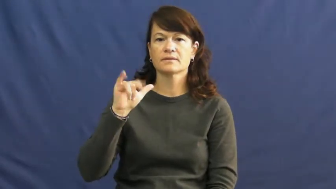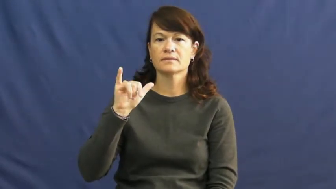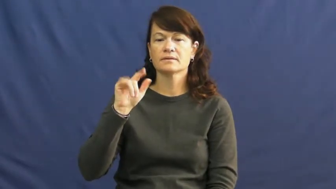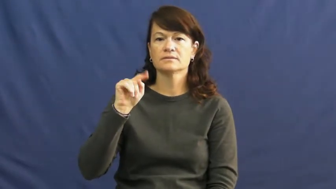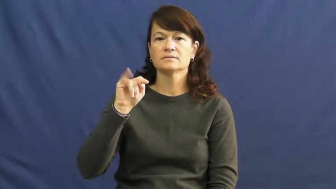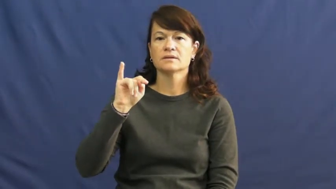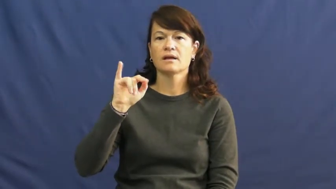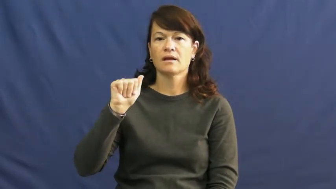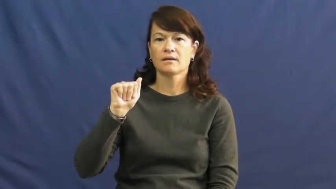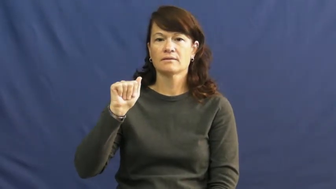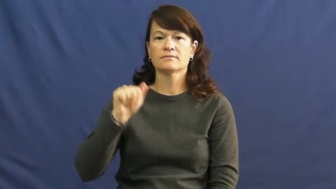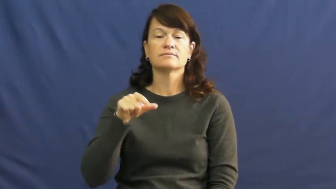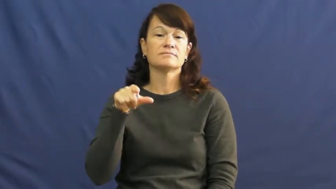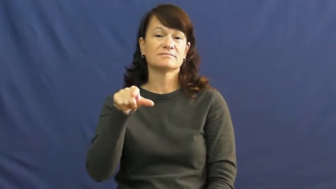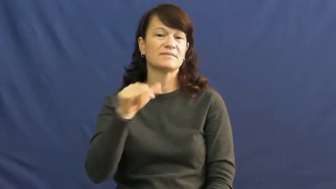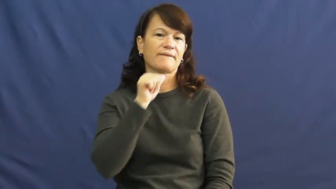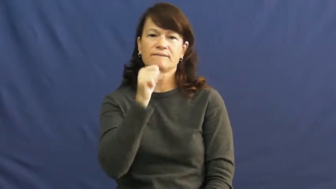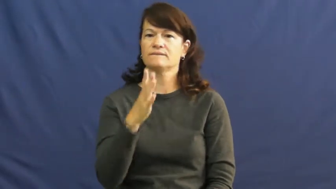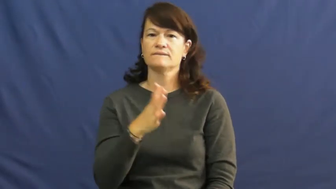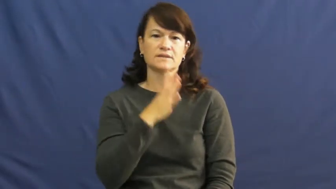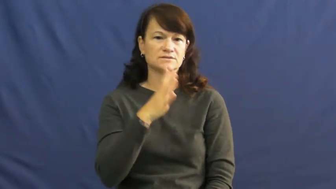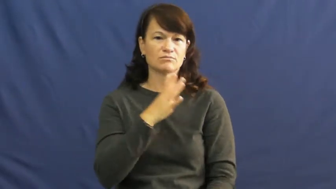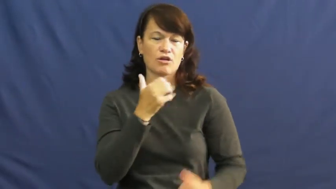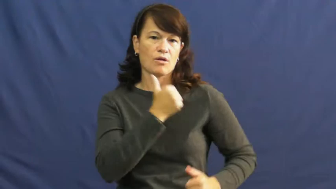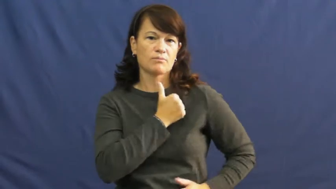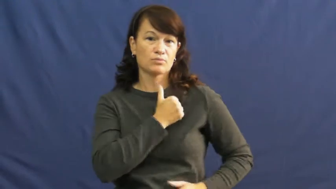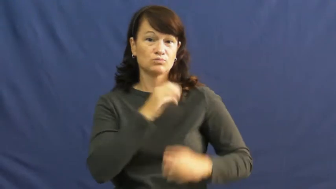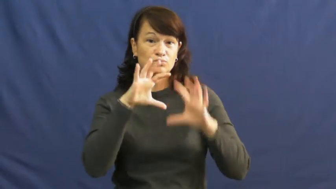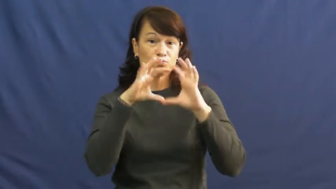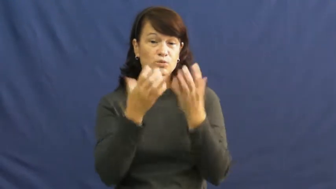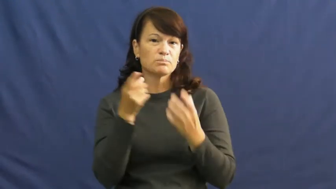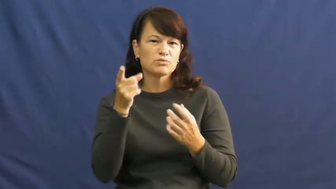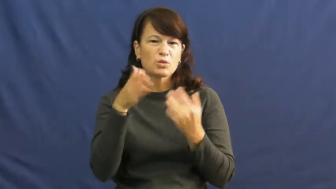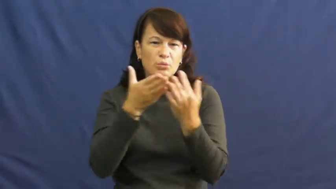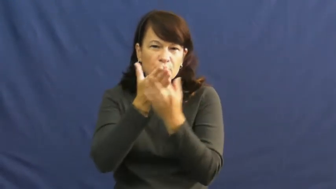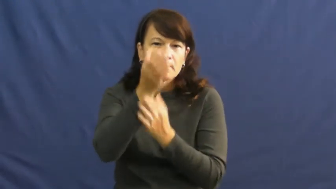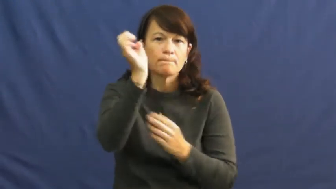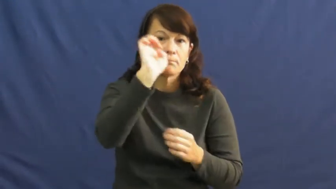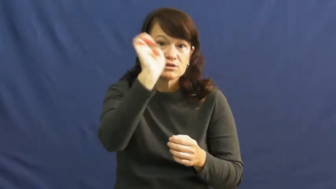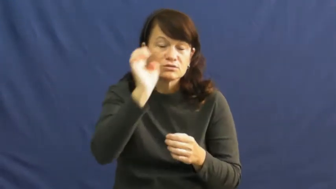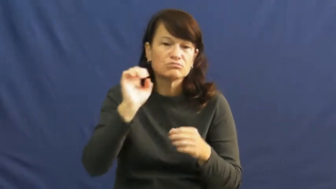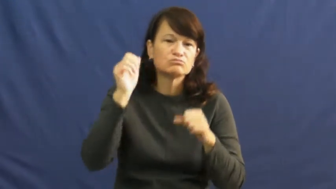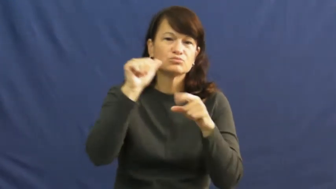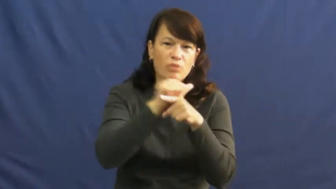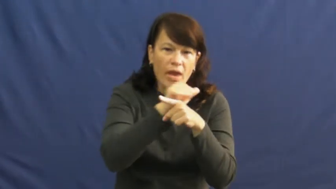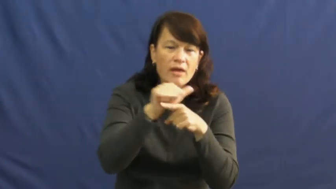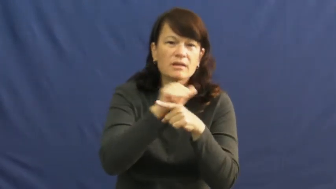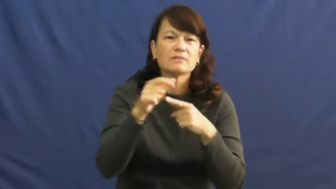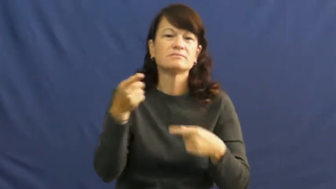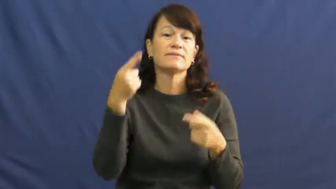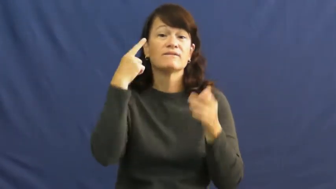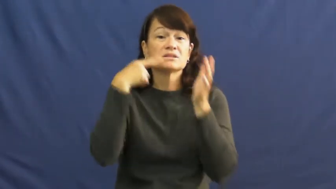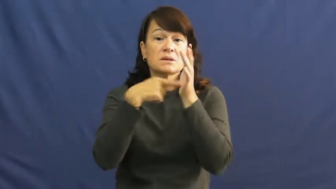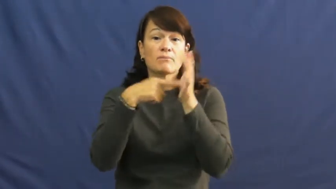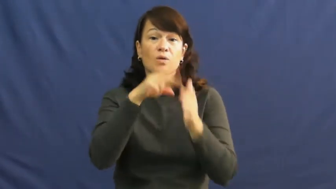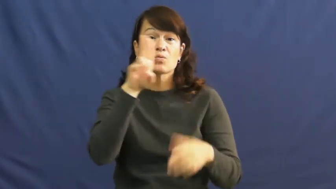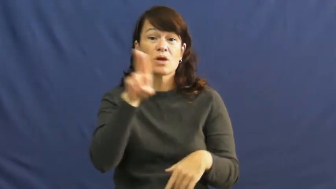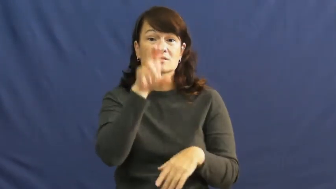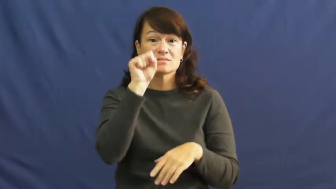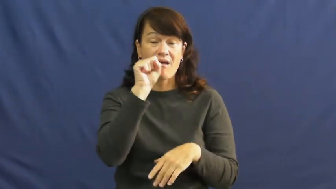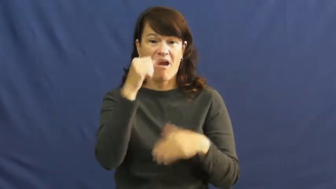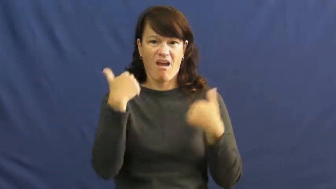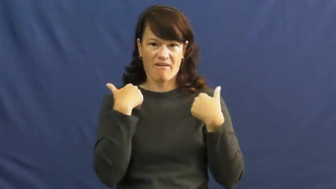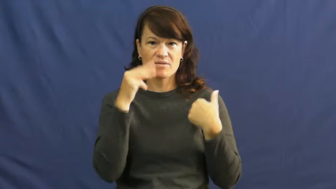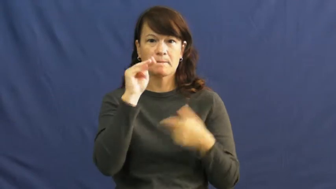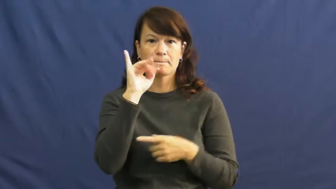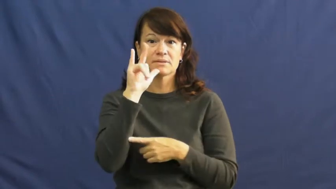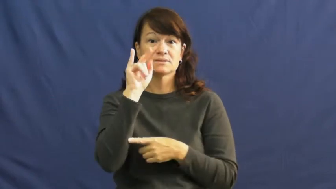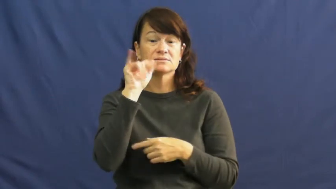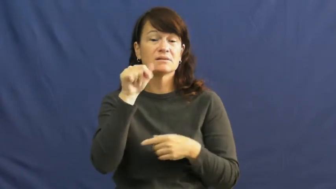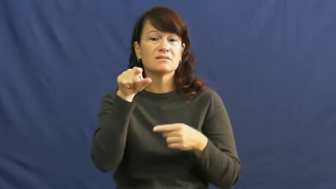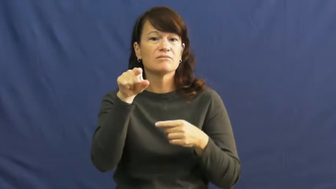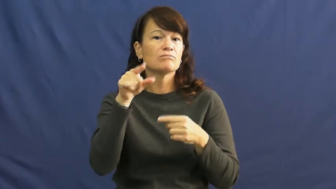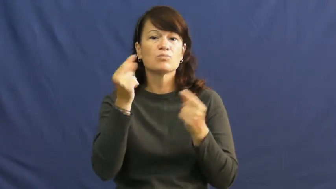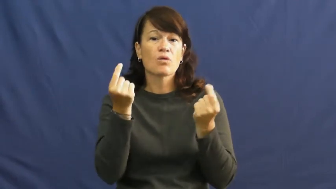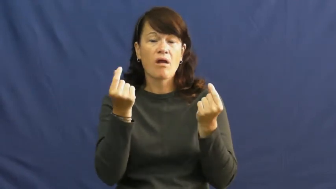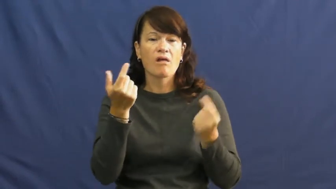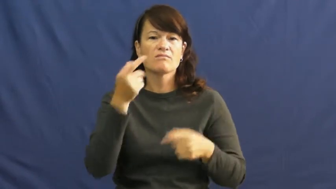militia